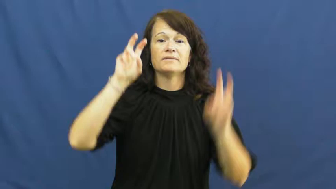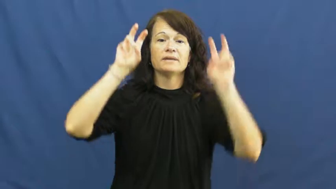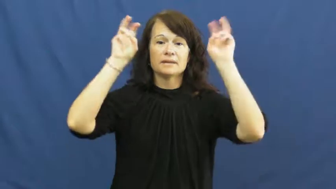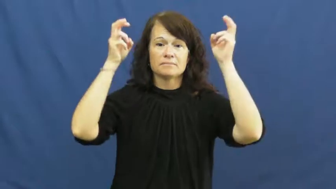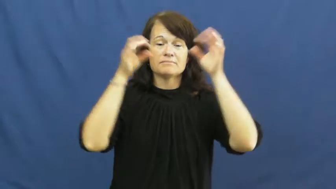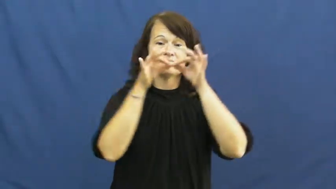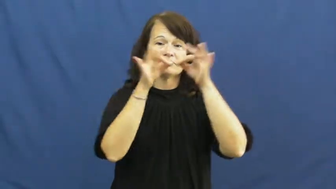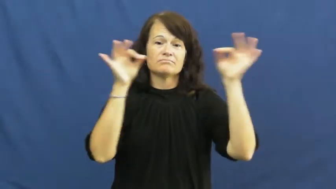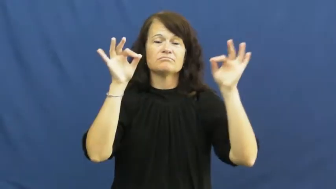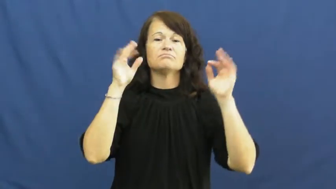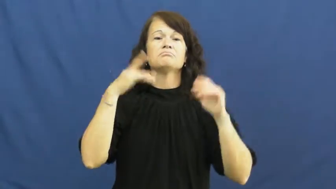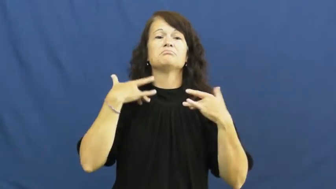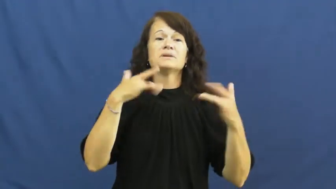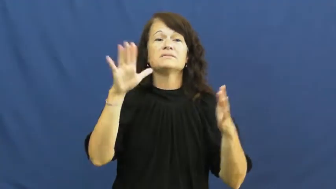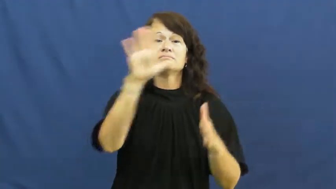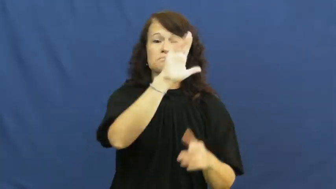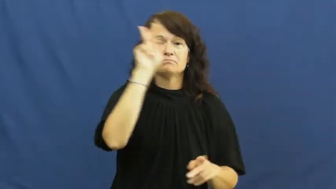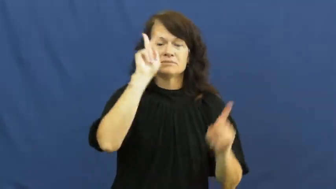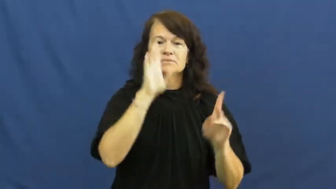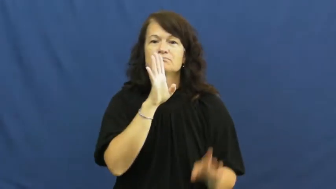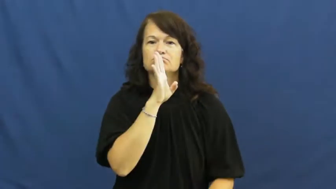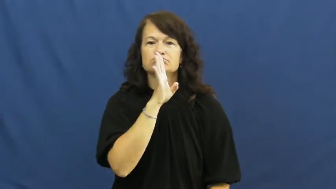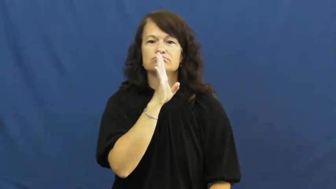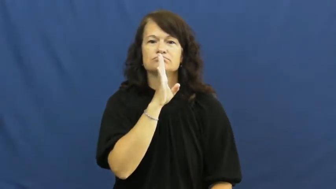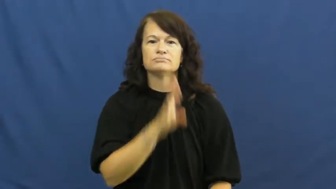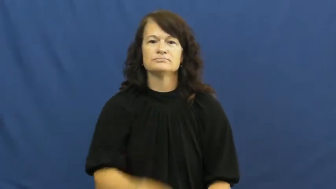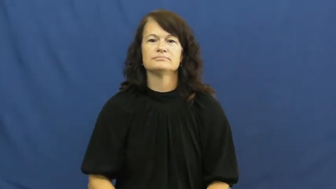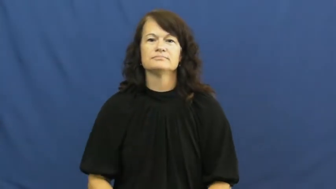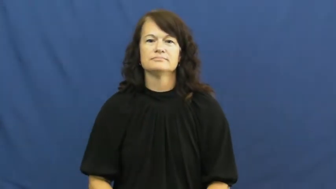idiom,cliche